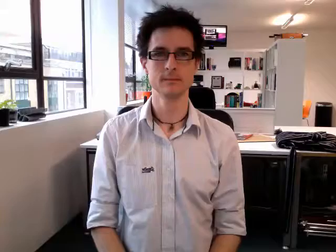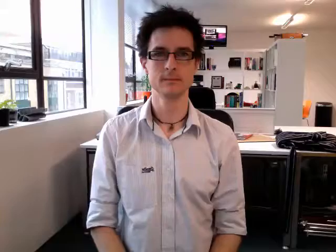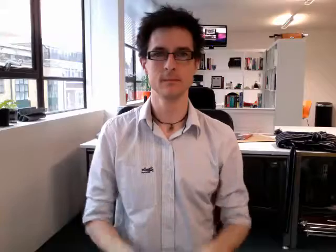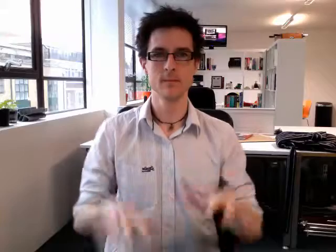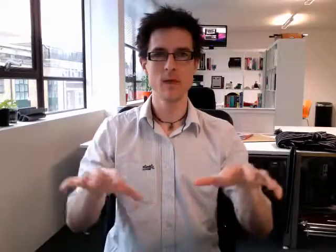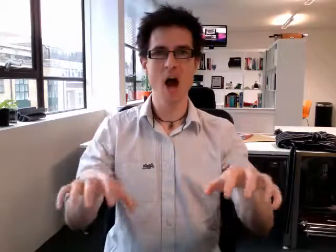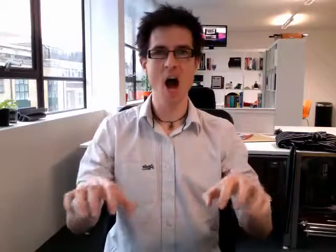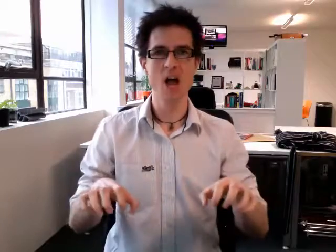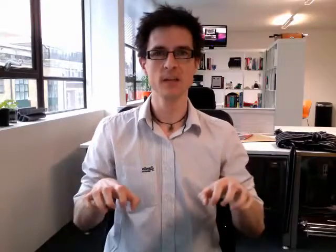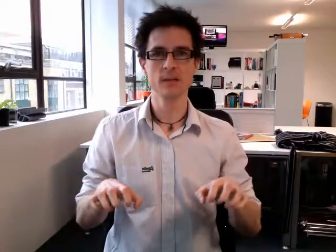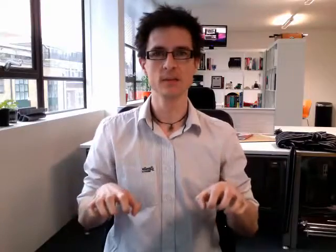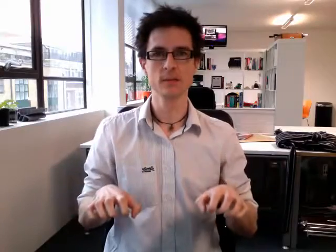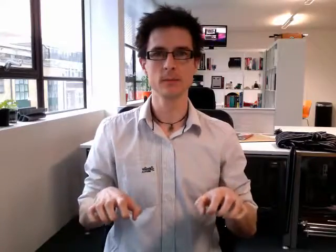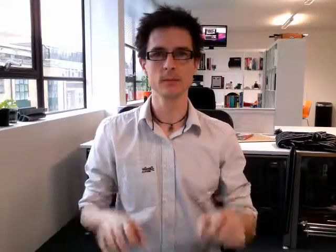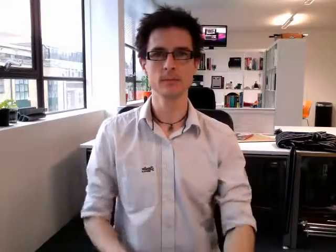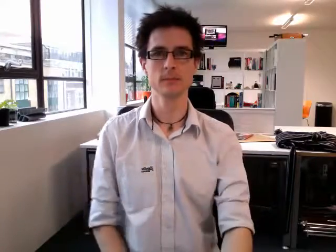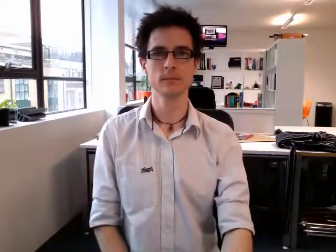ice